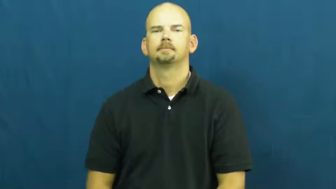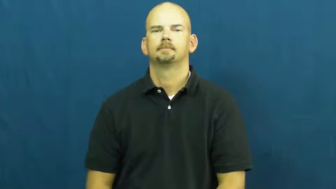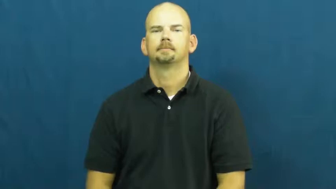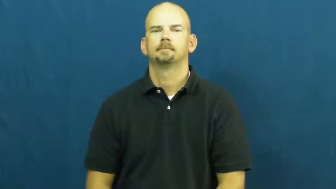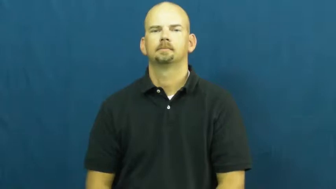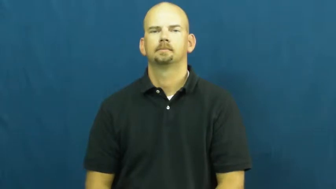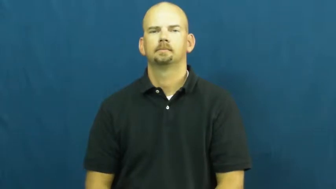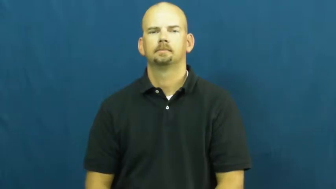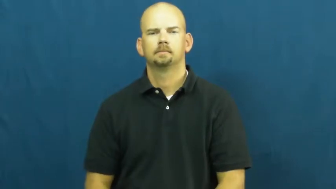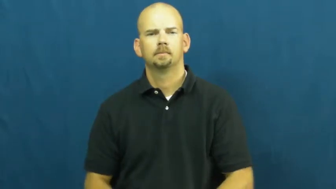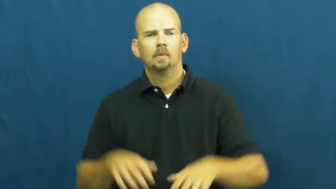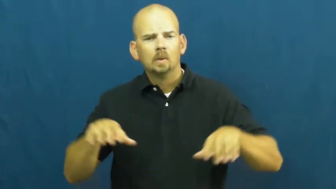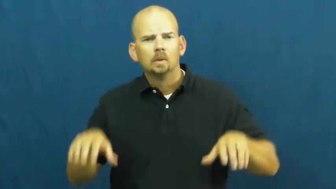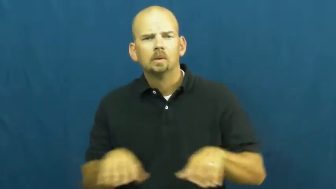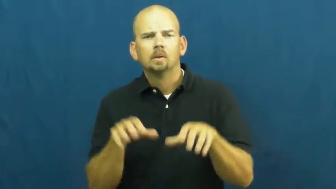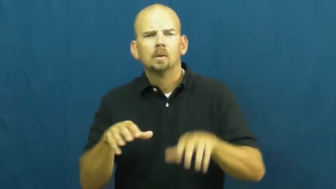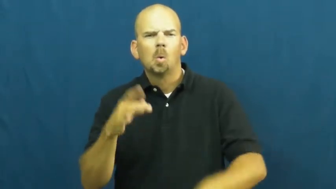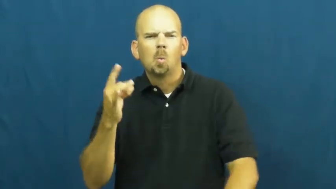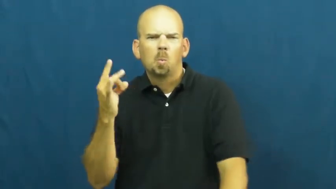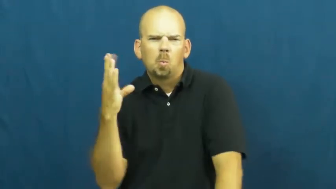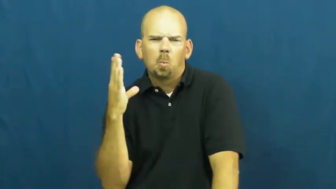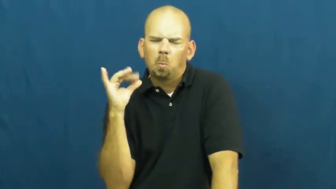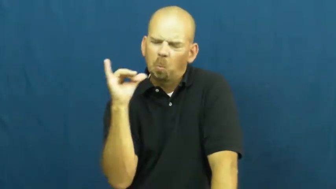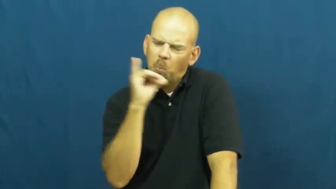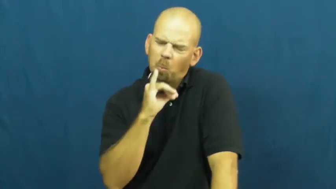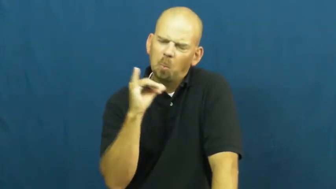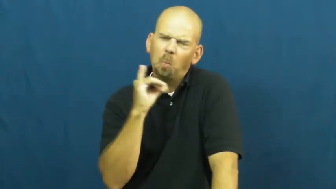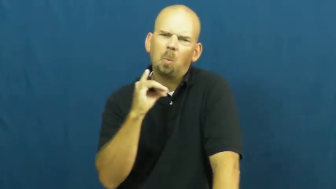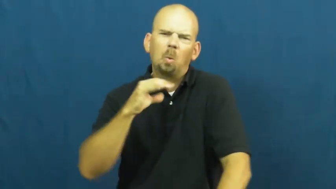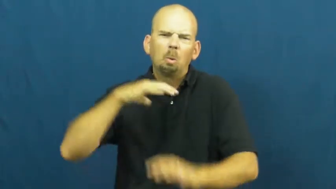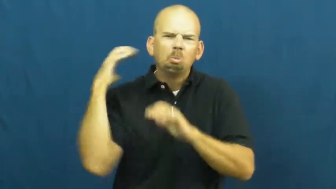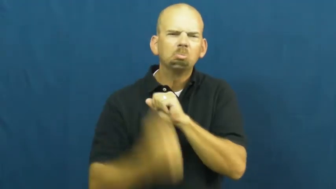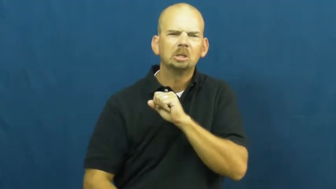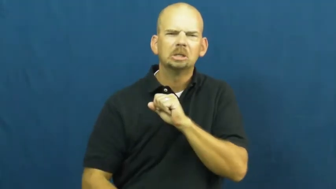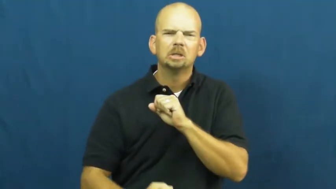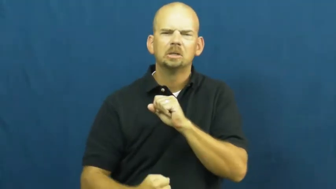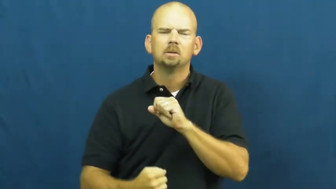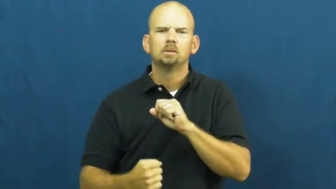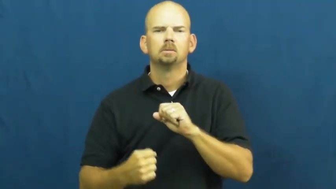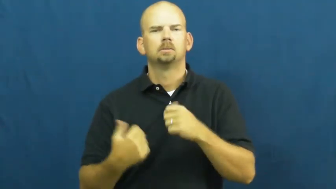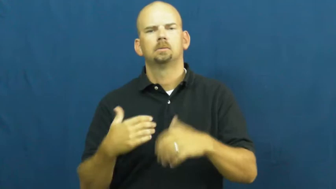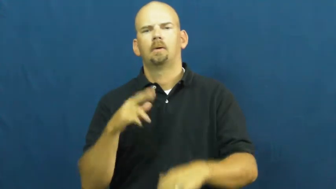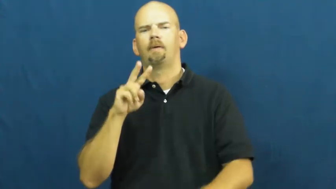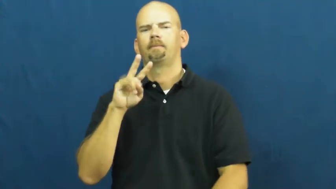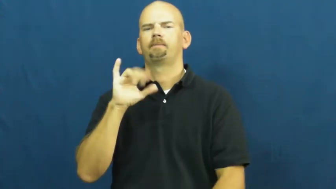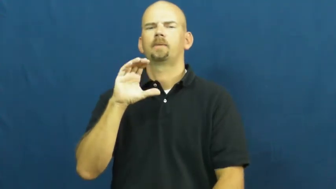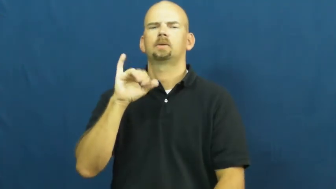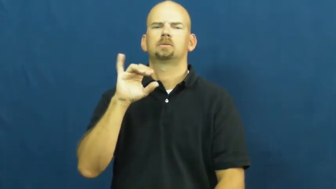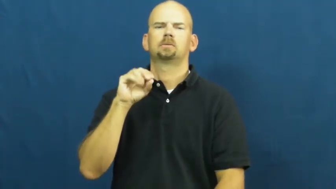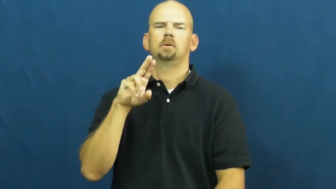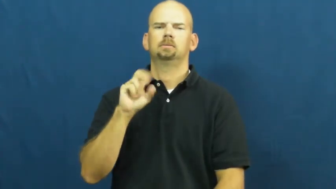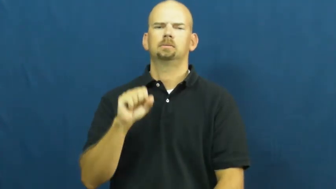vicious